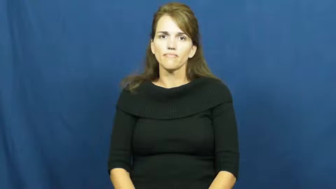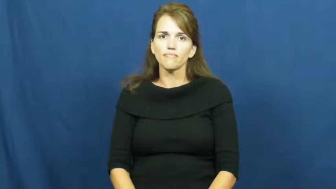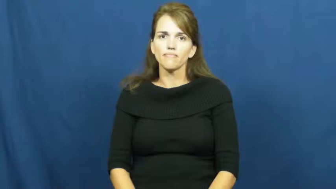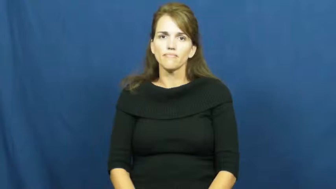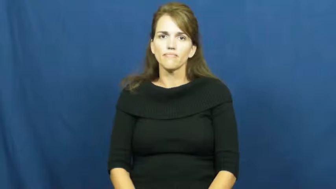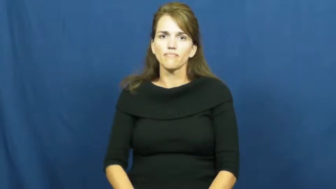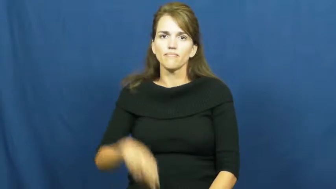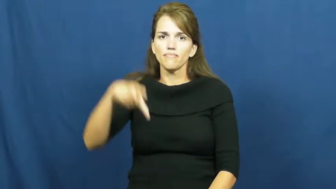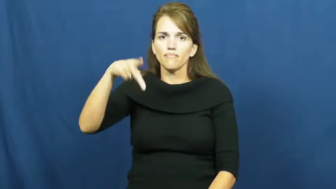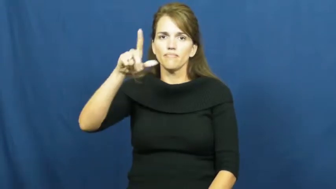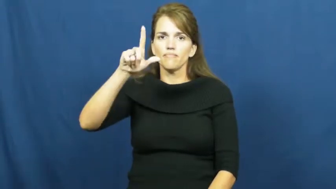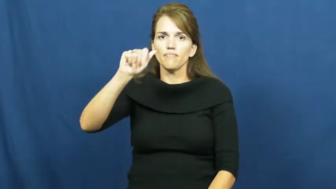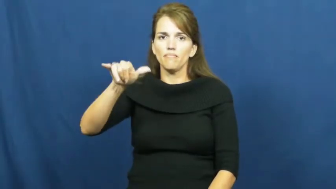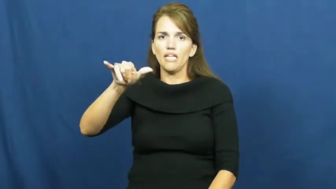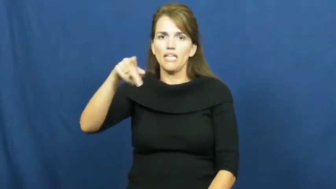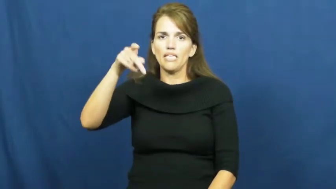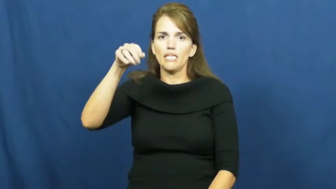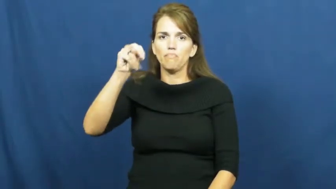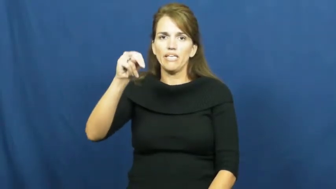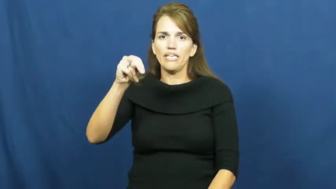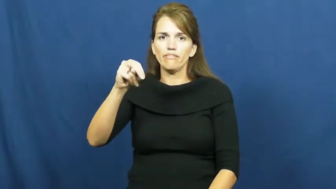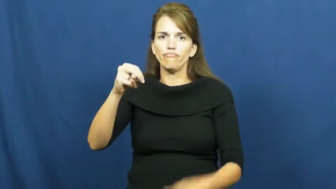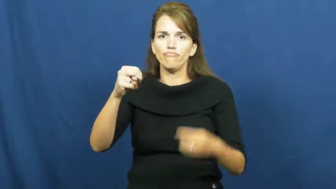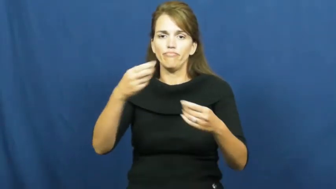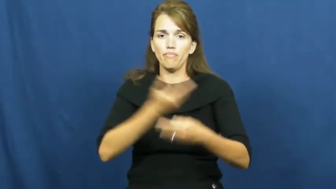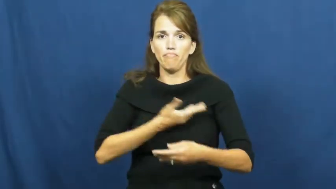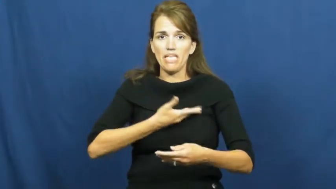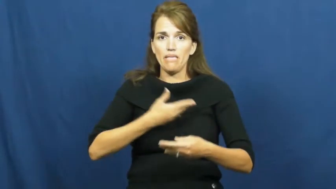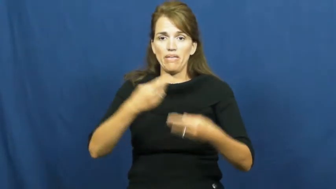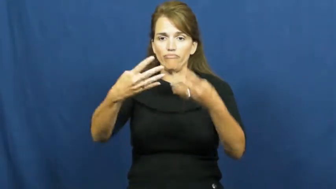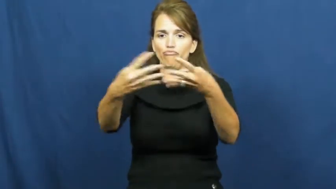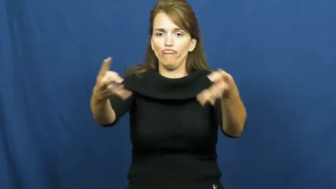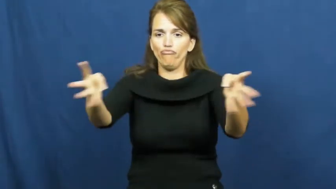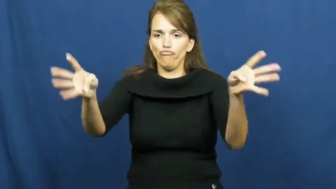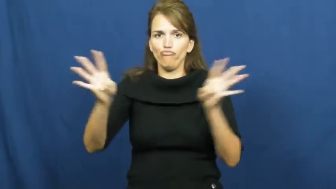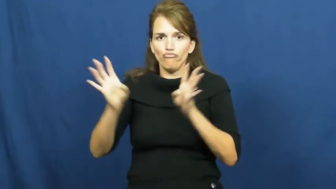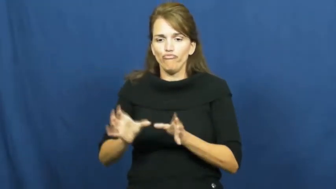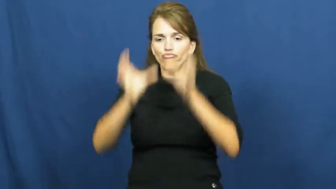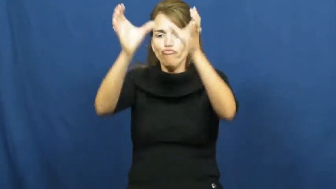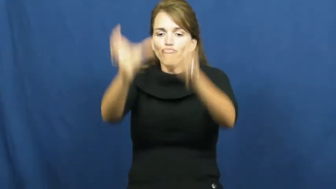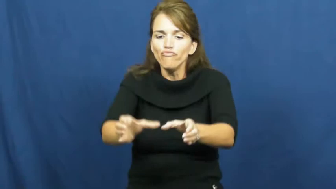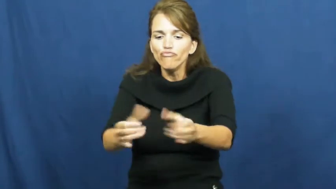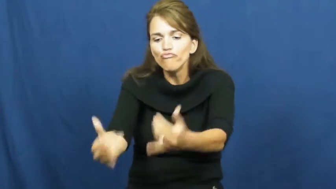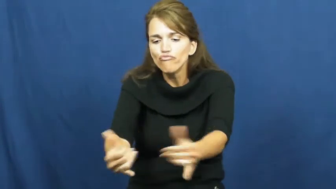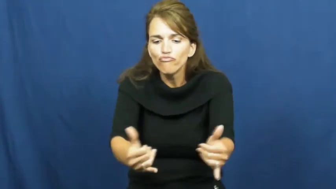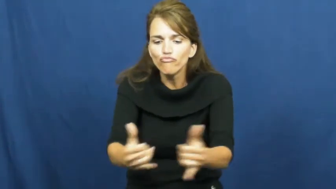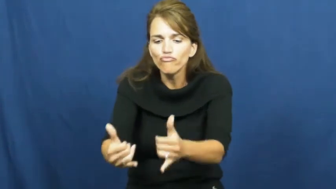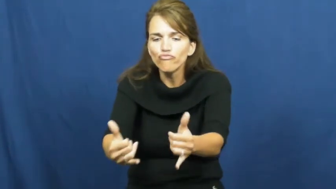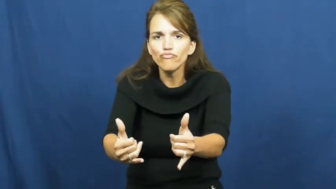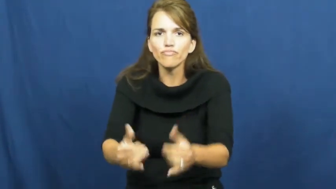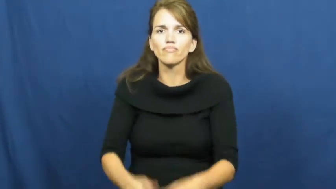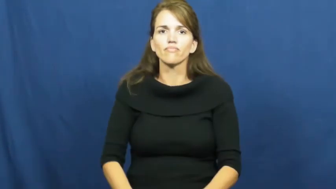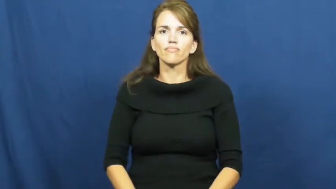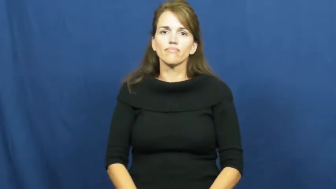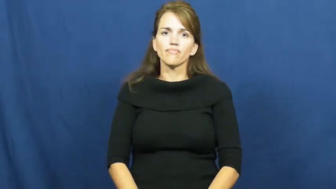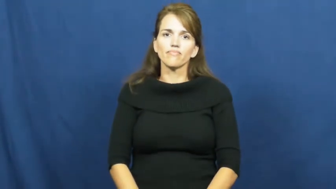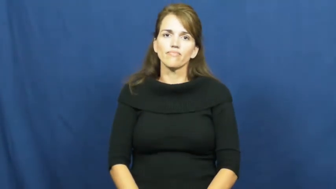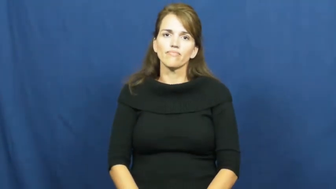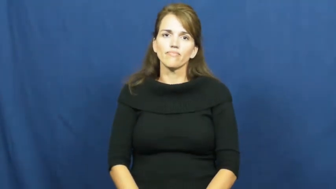playpen